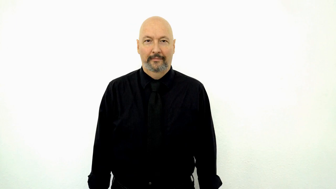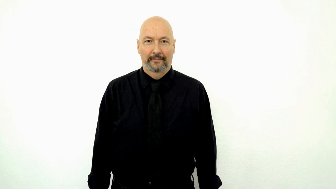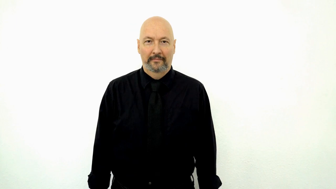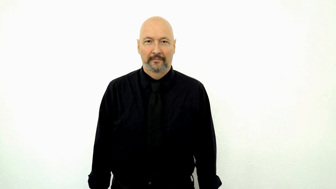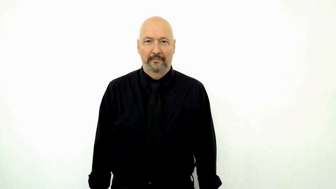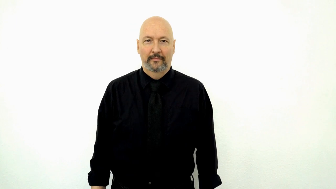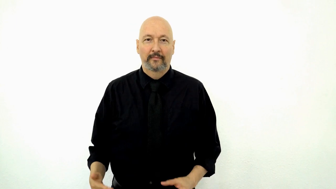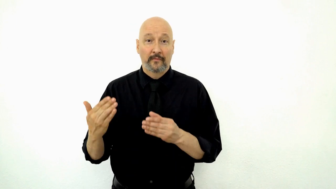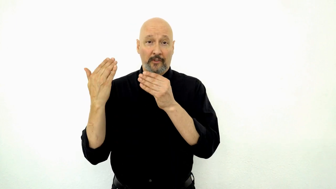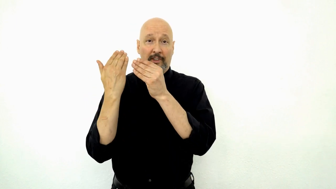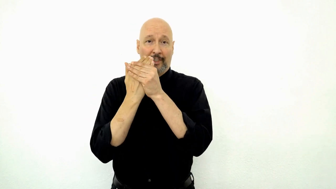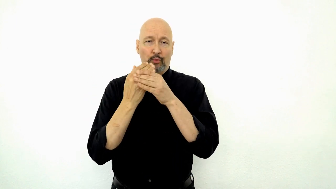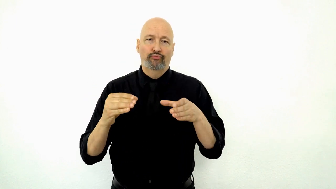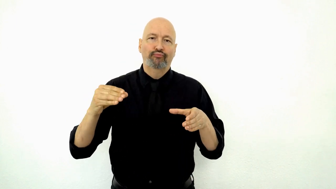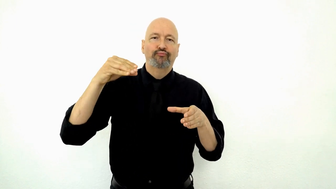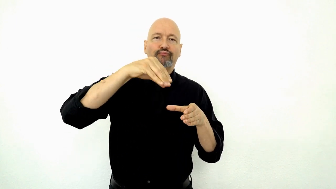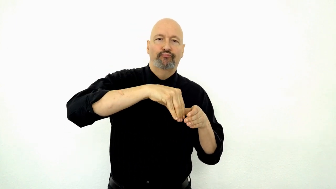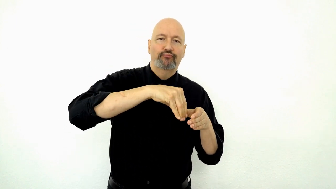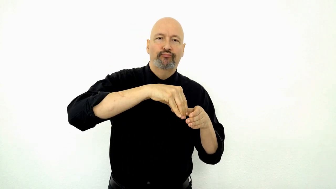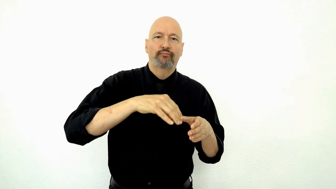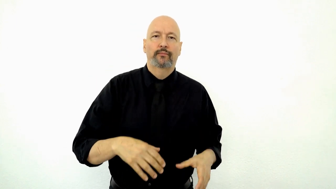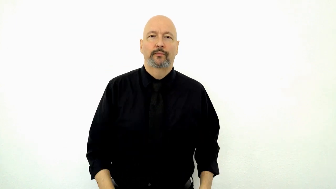SANDWICH PUT-inside-container-[purse-bag-etc.]